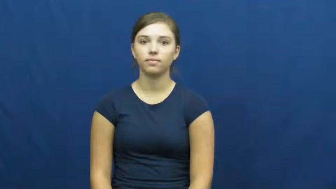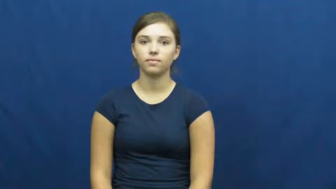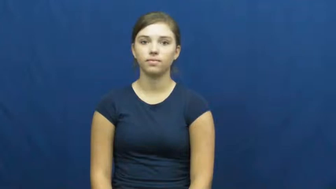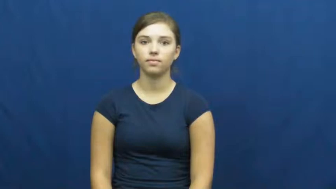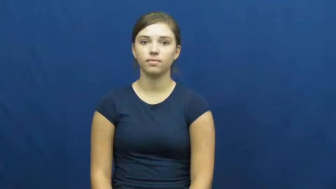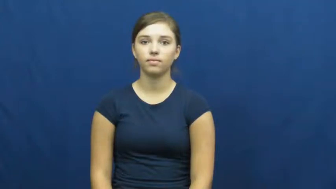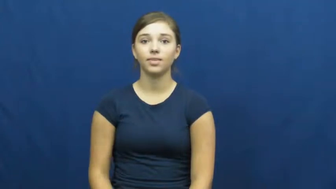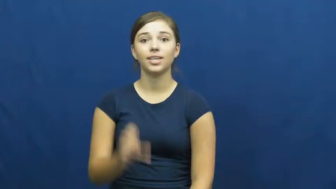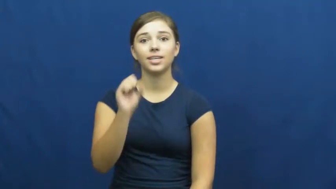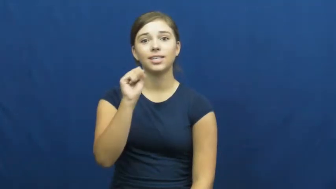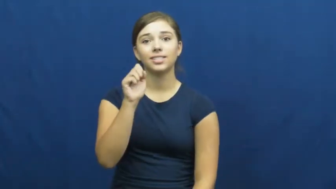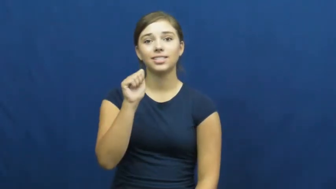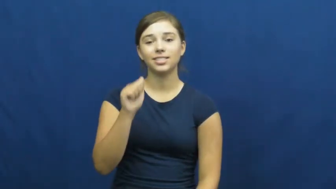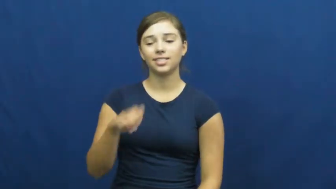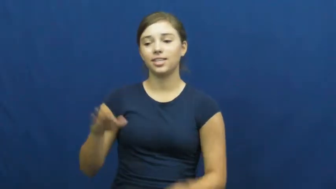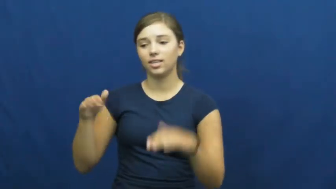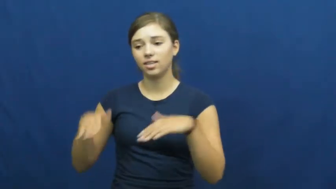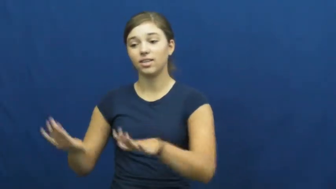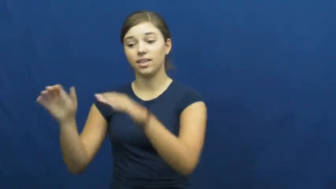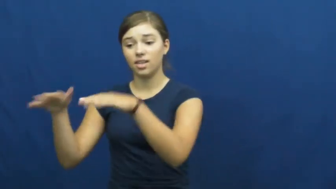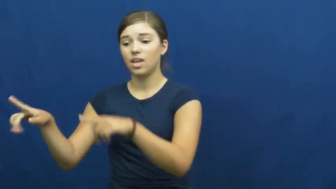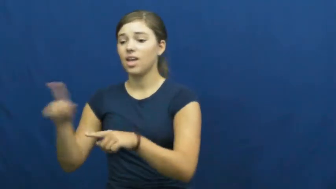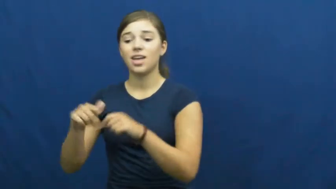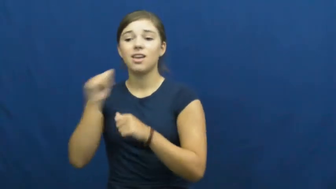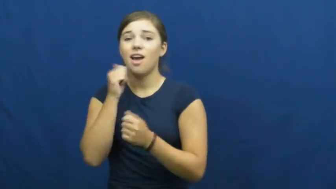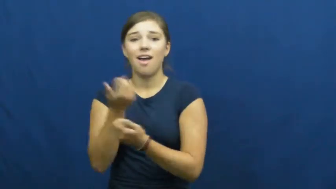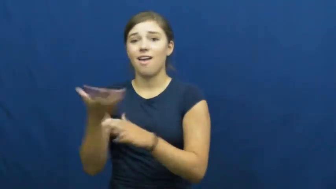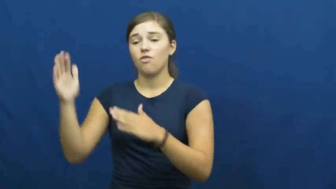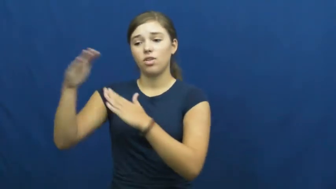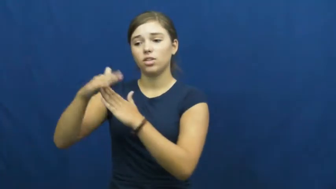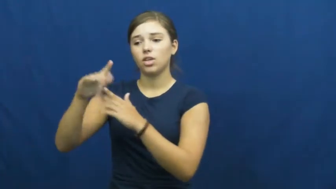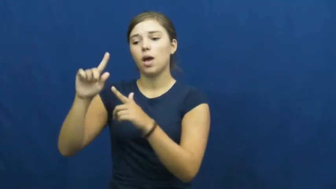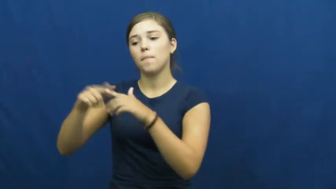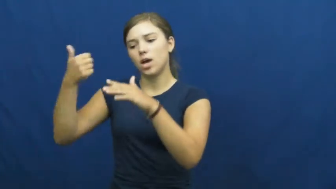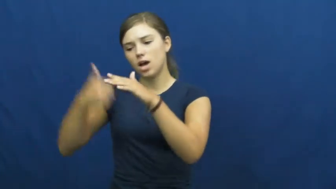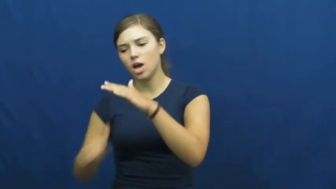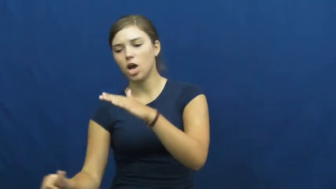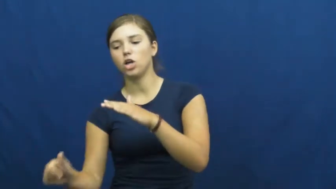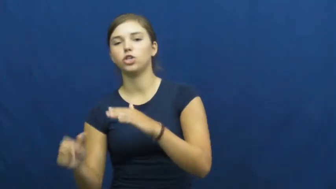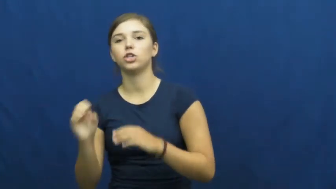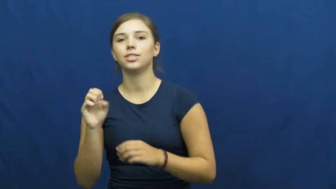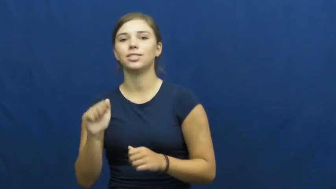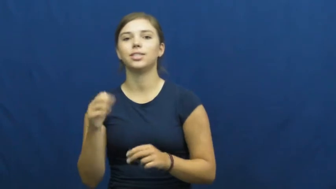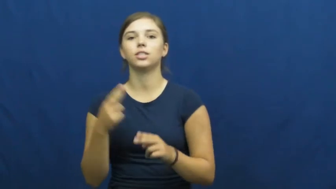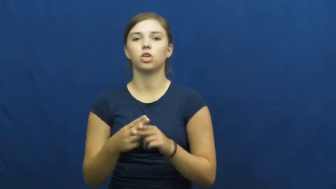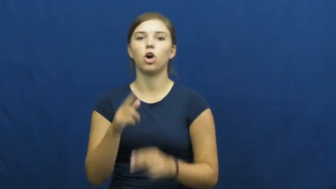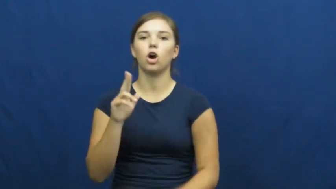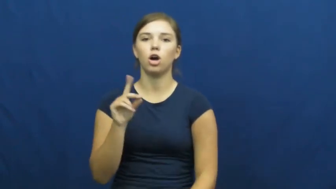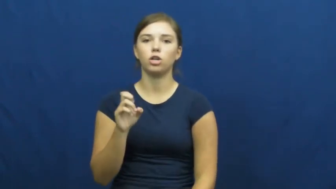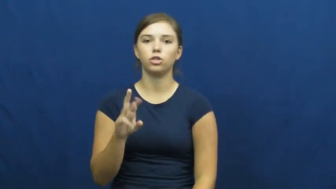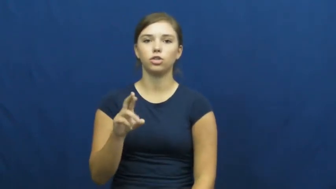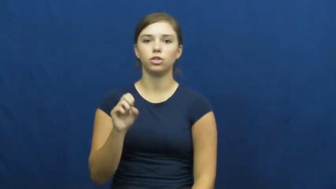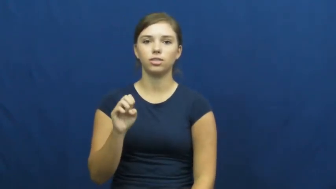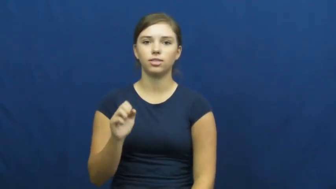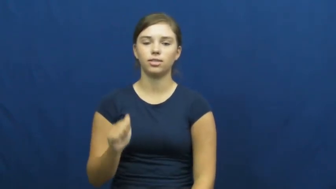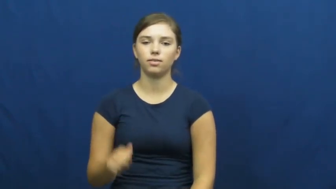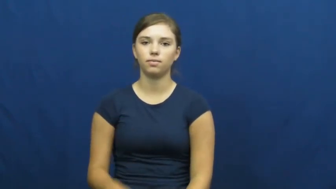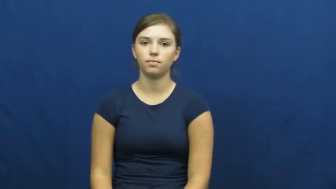undersea